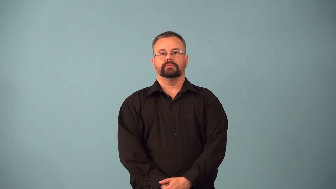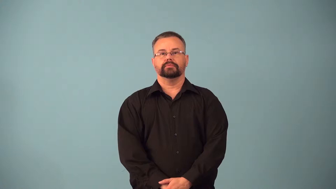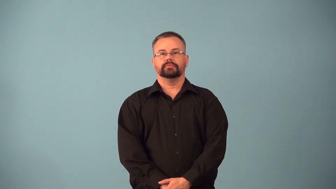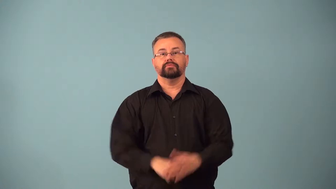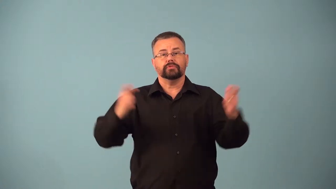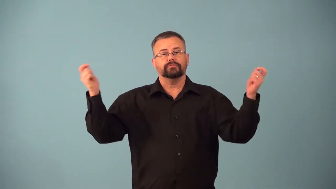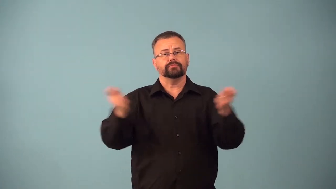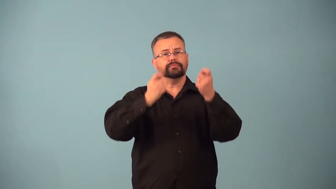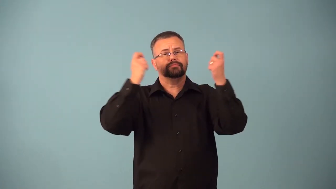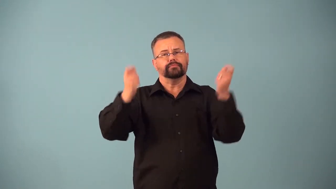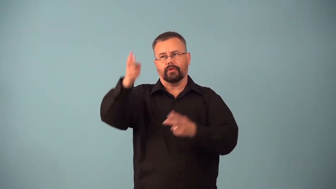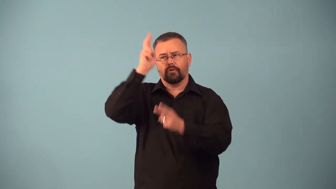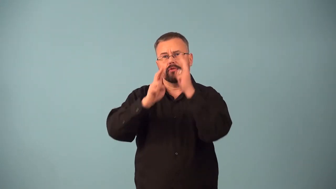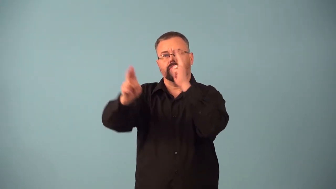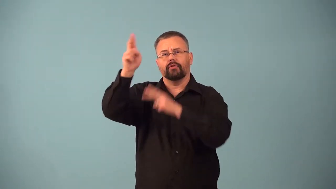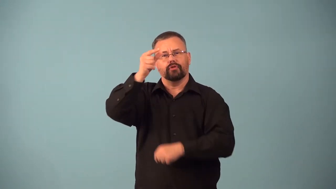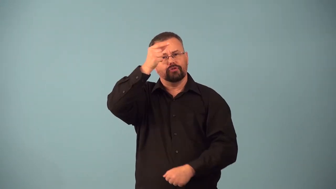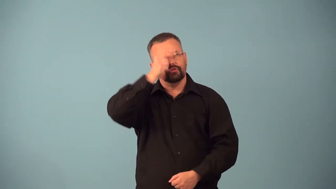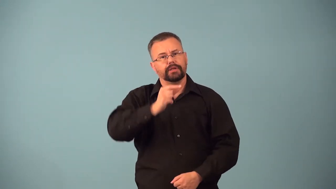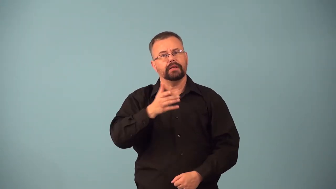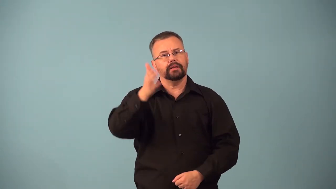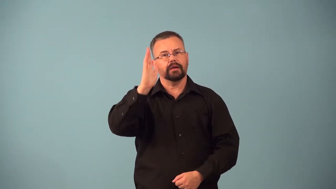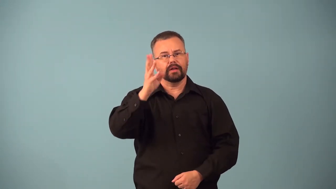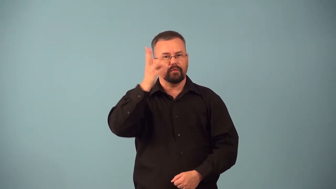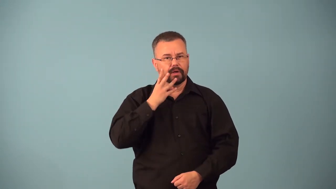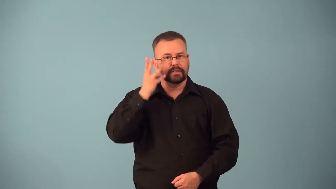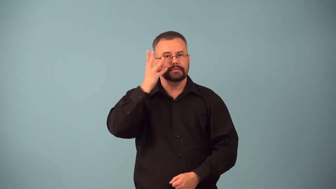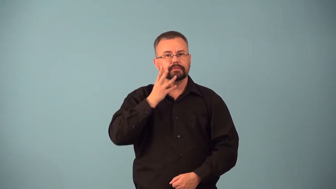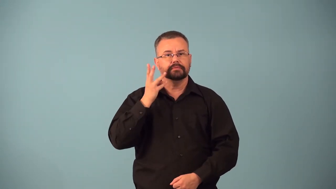bacchanalia